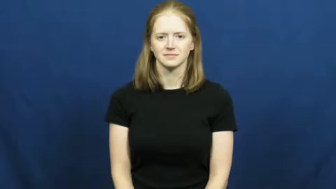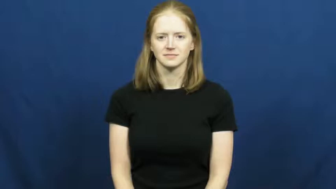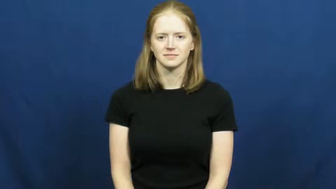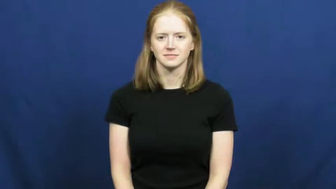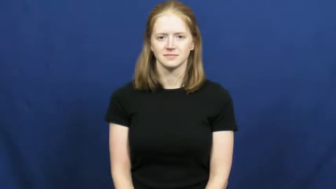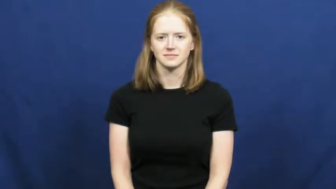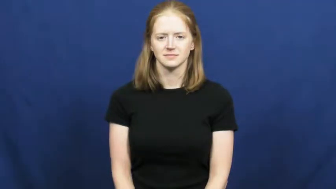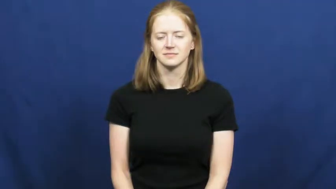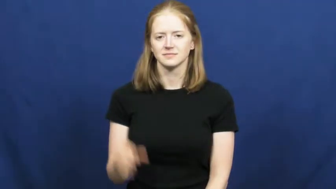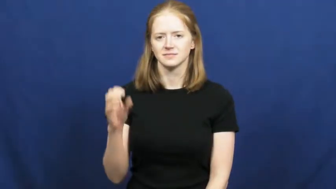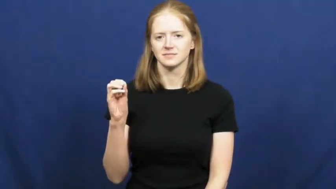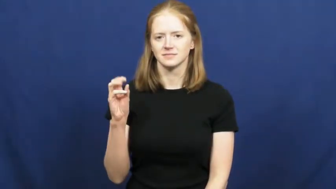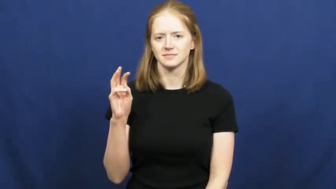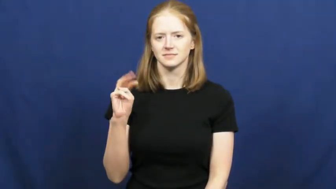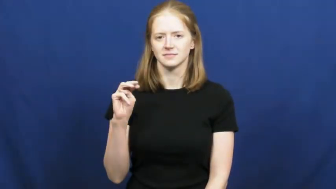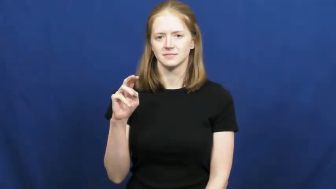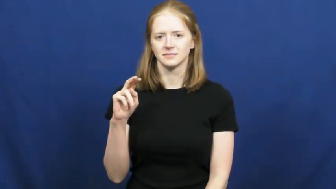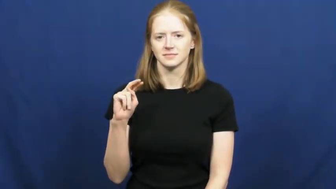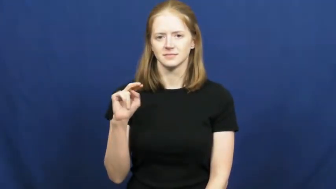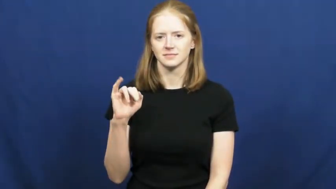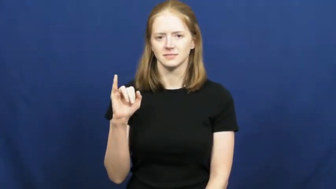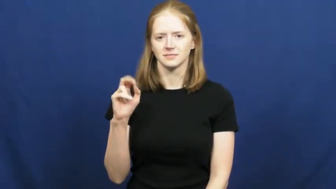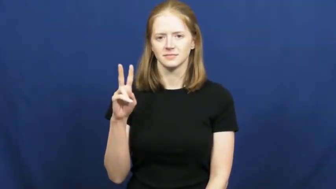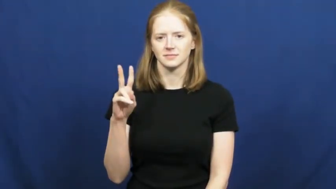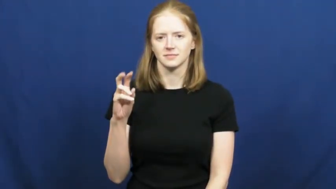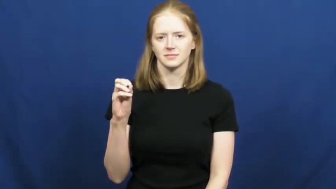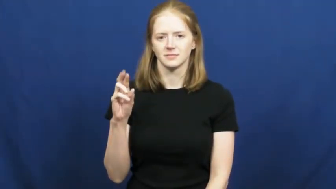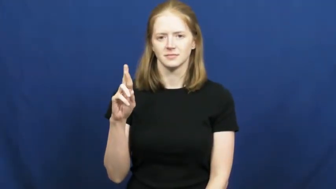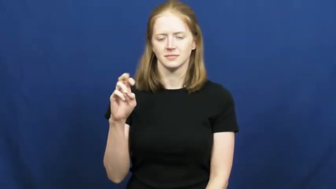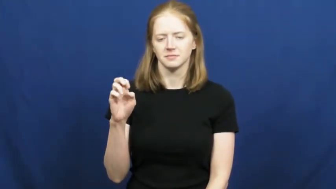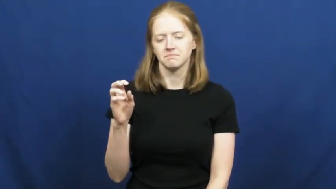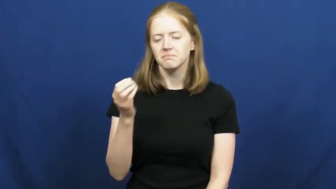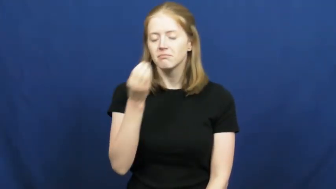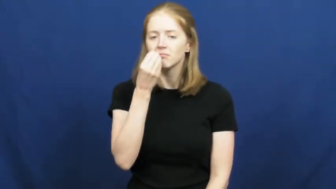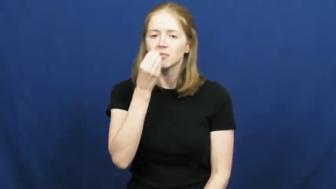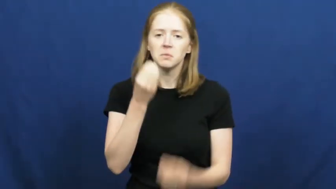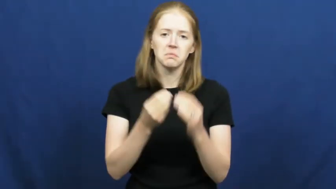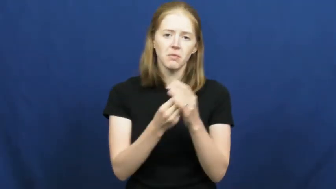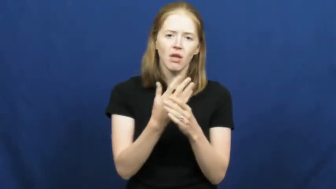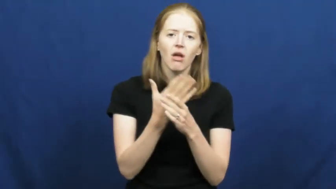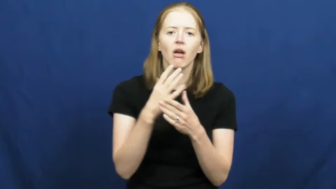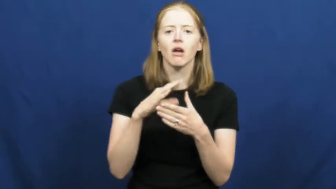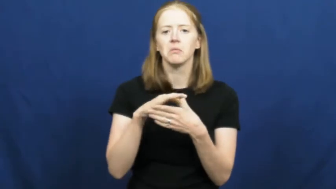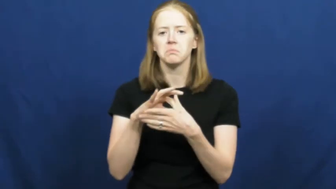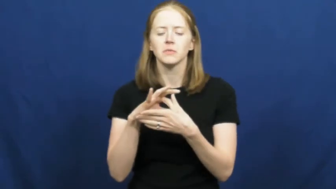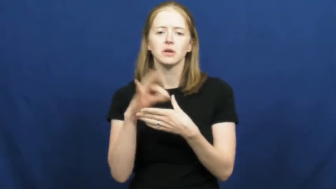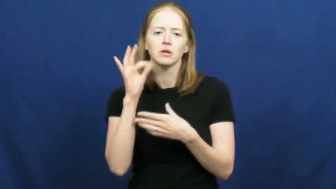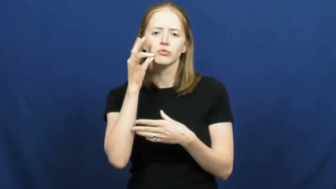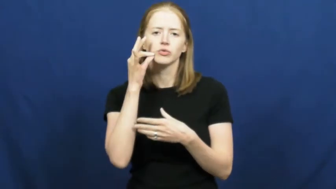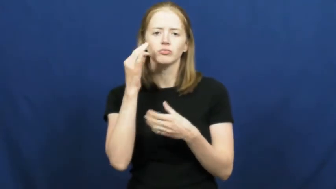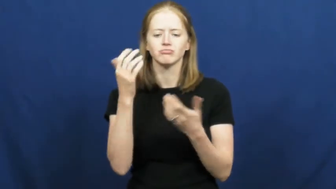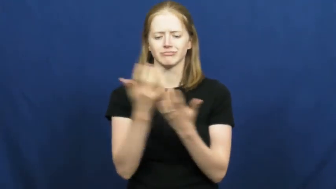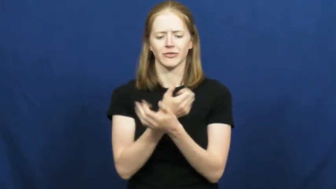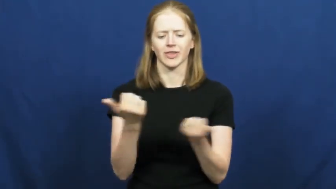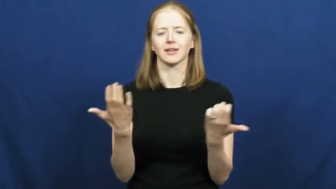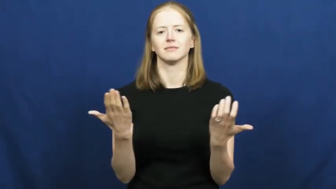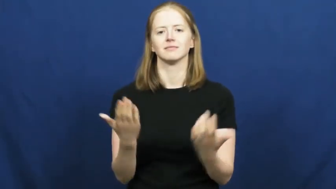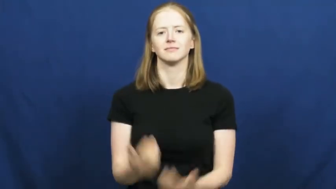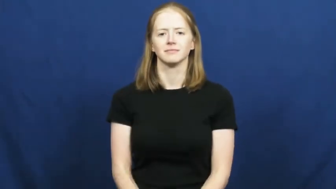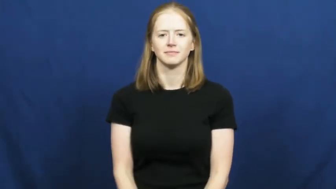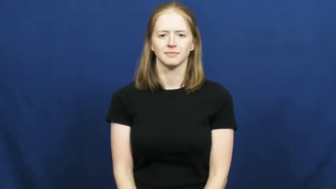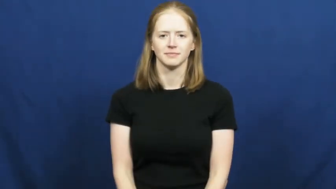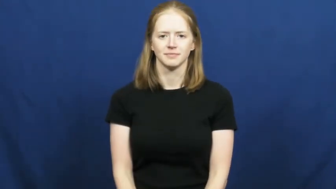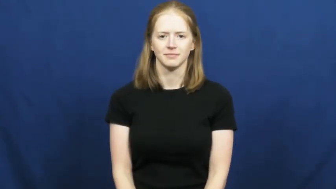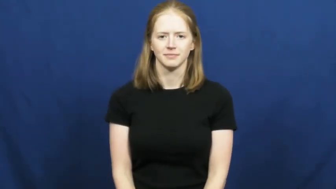omnivore